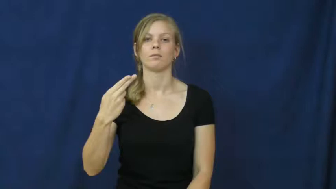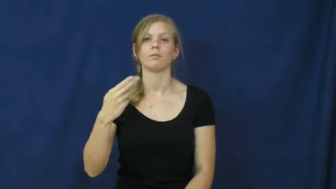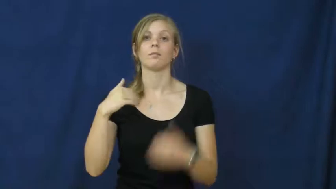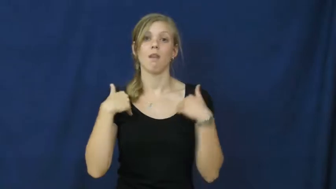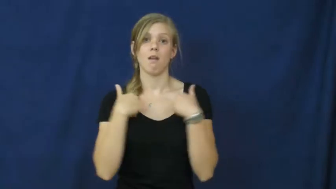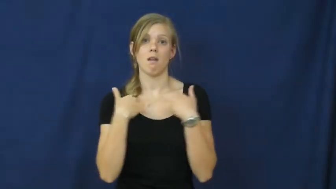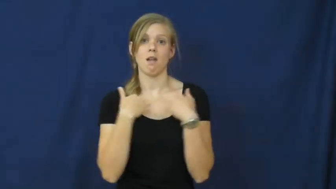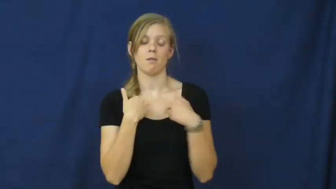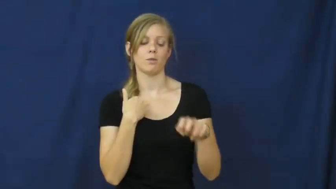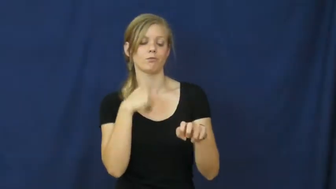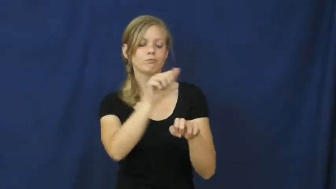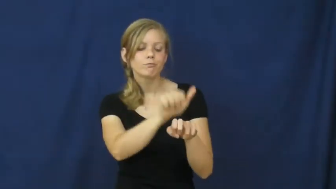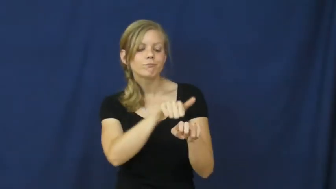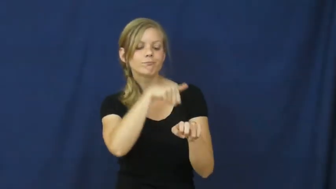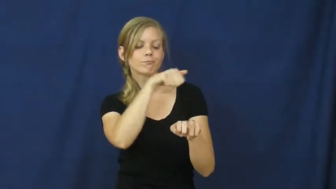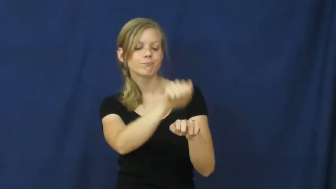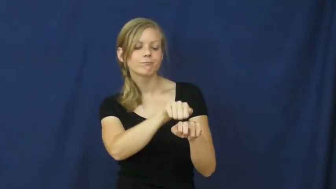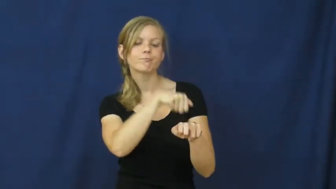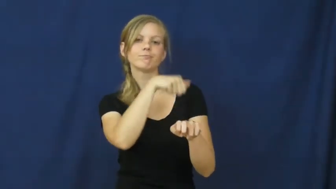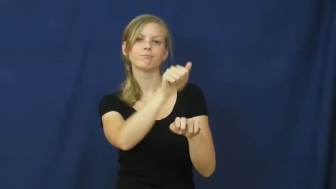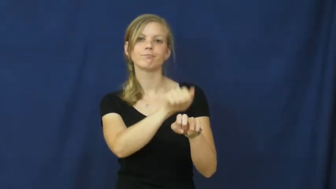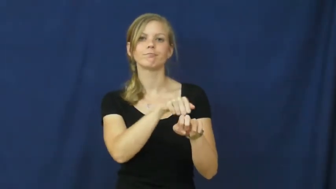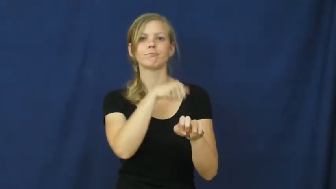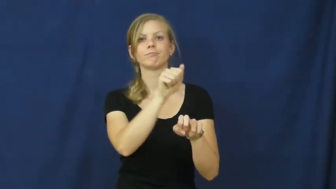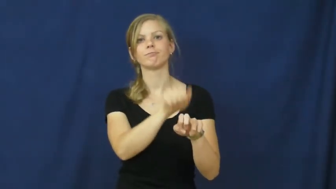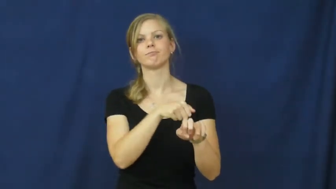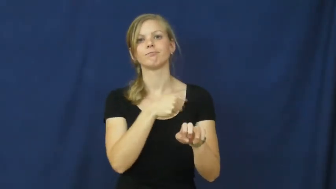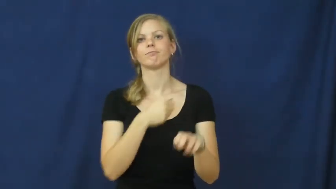brush,curry-animal